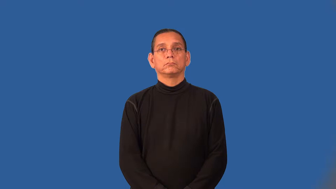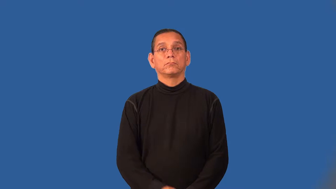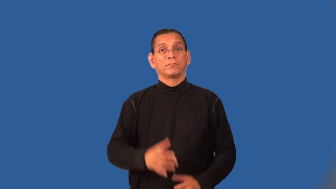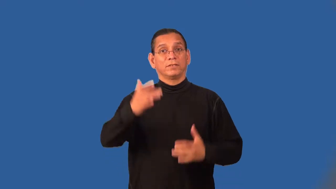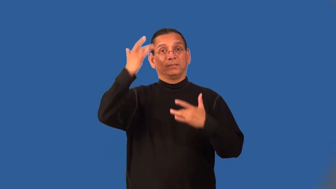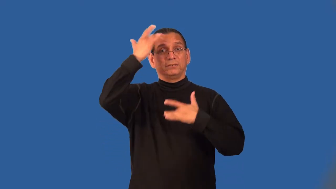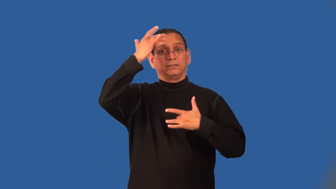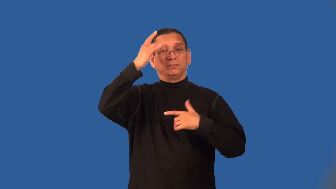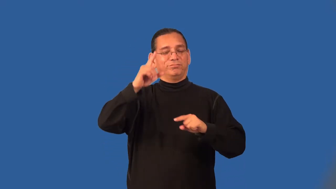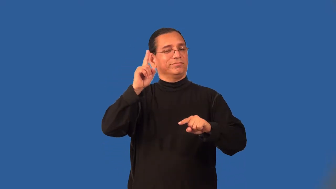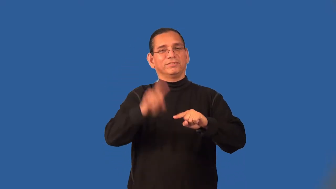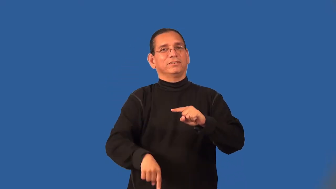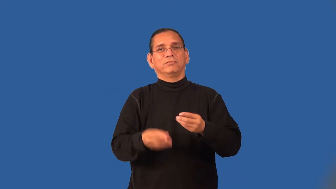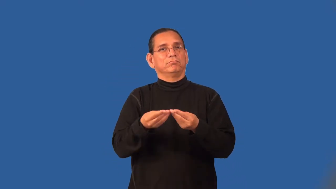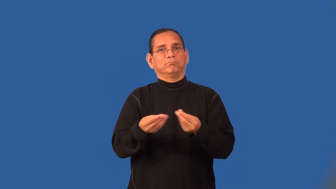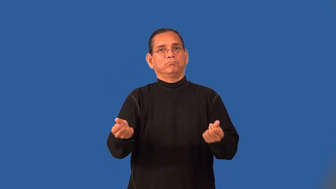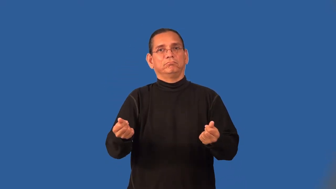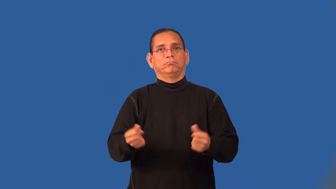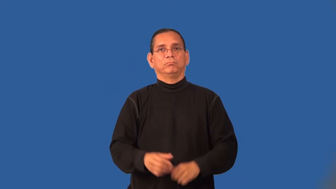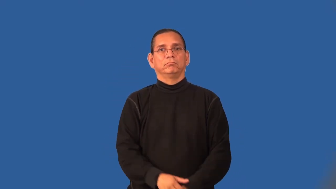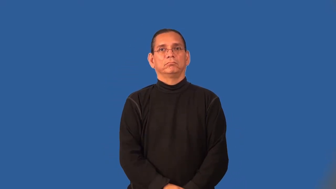superbug